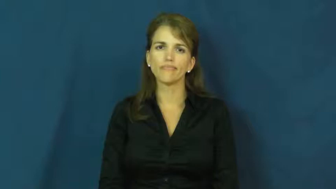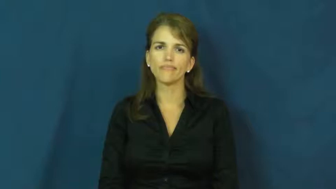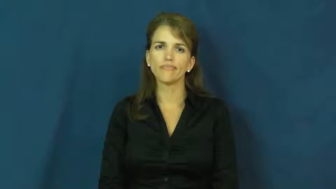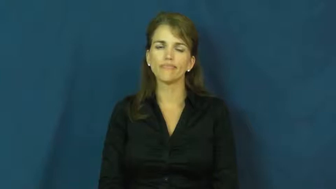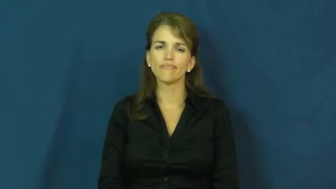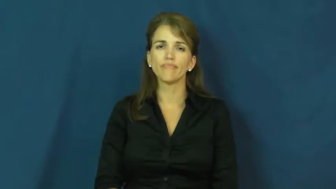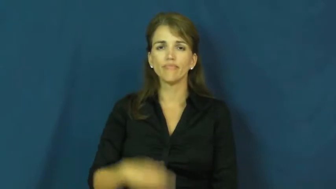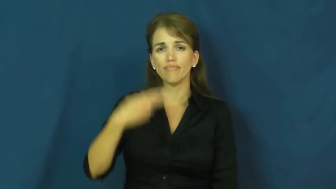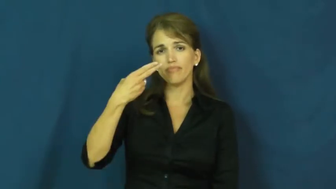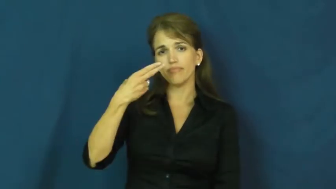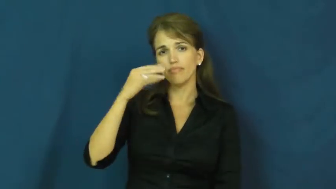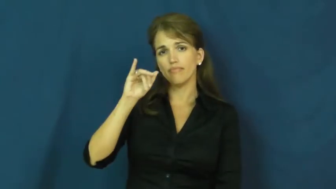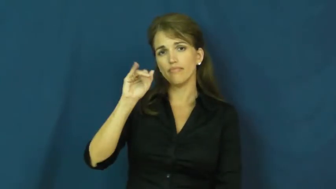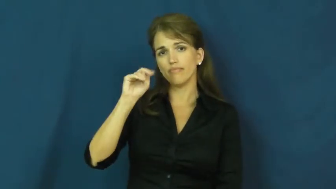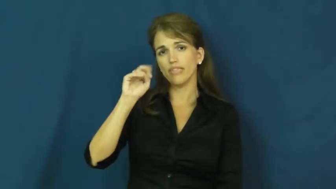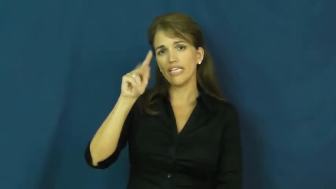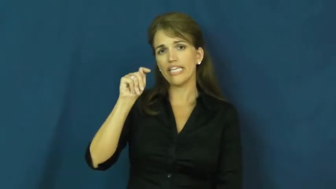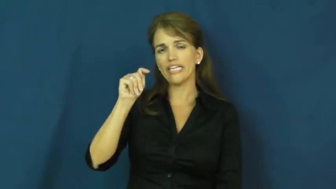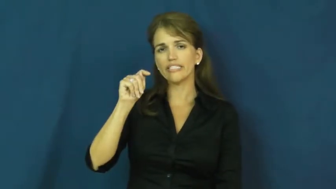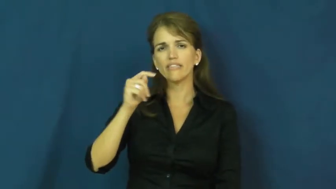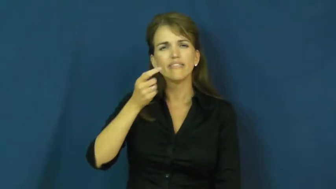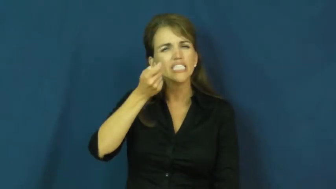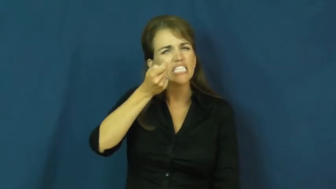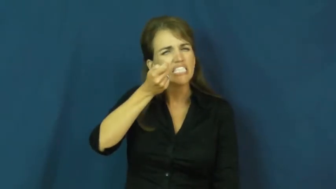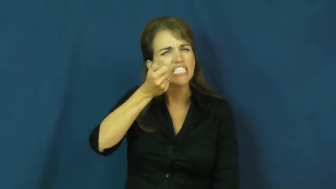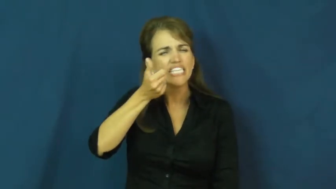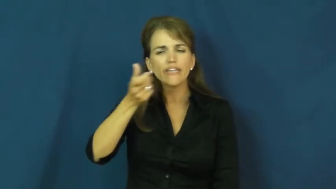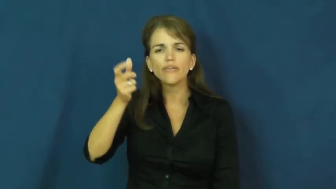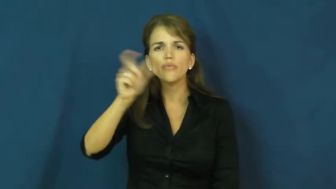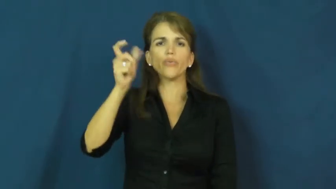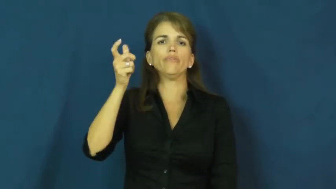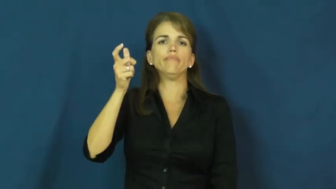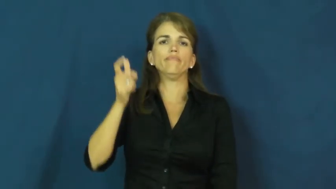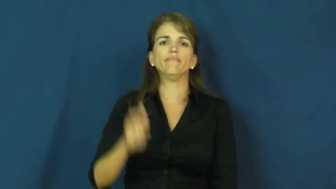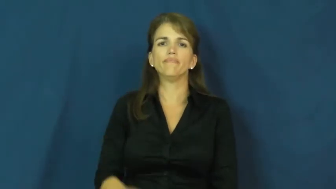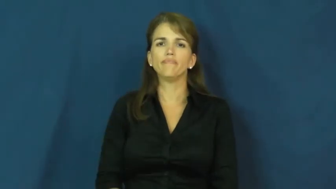hint-little bit